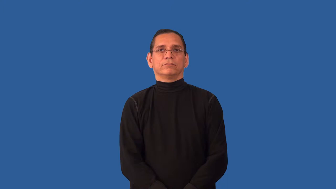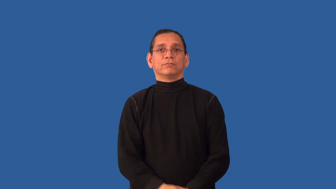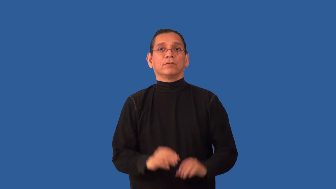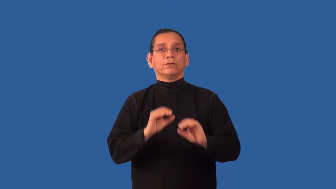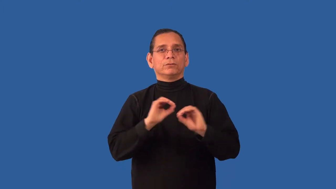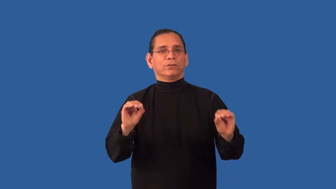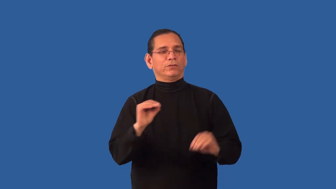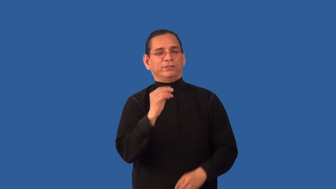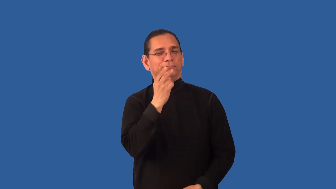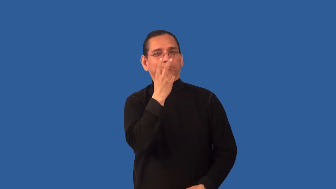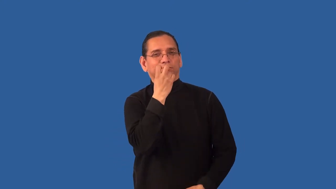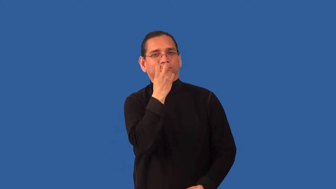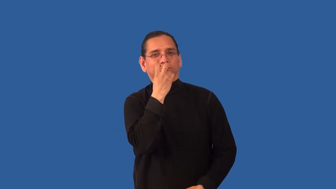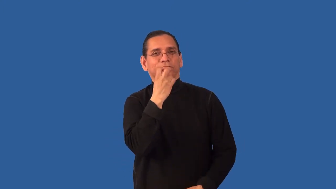undoubted